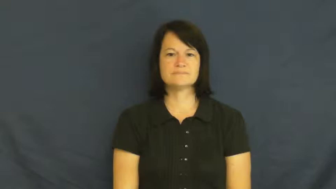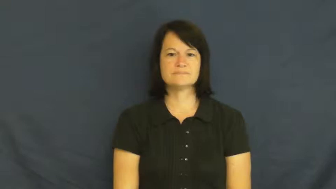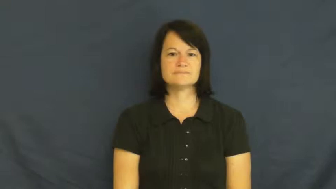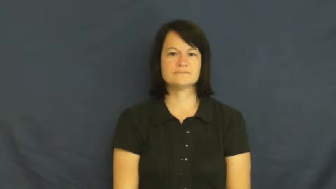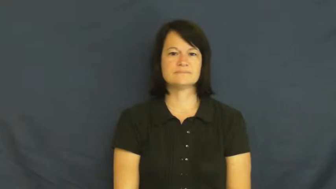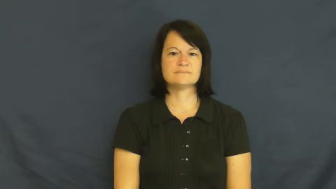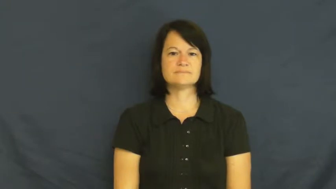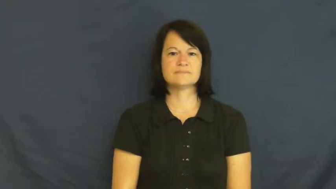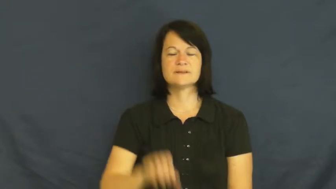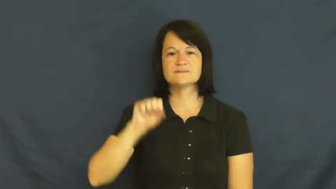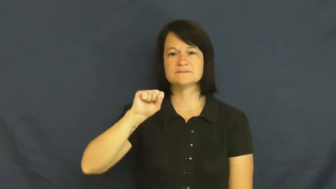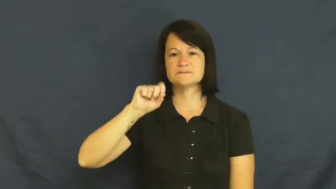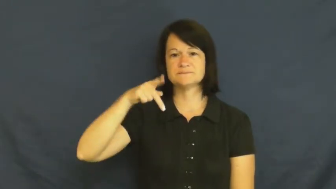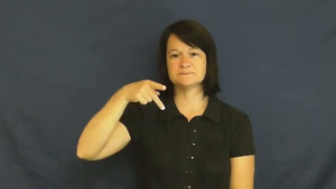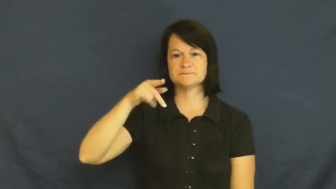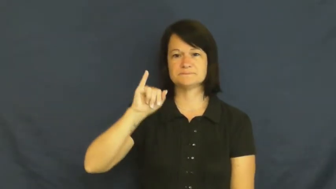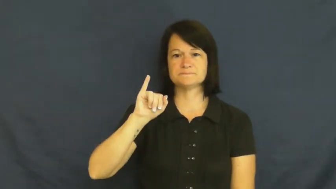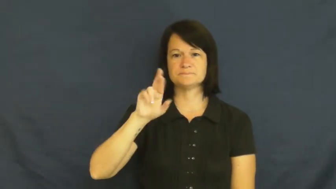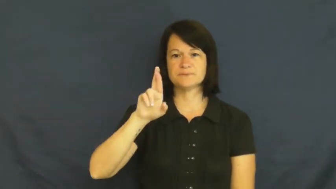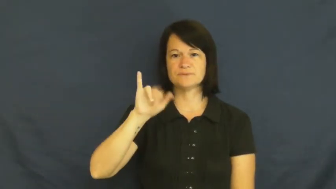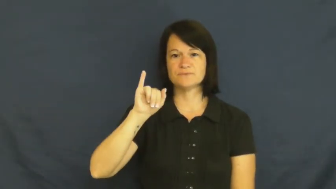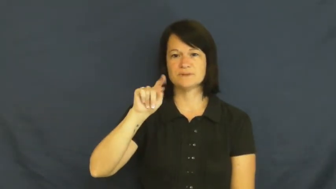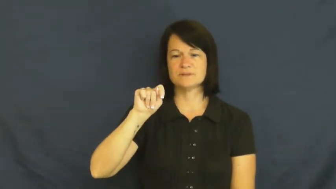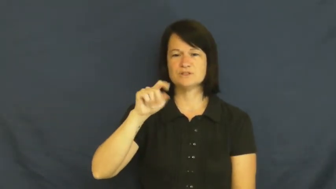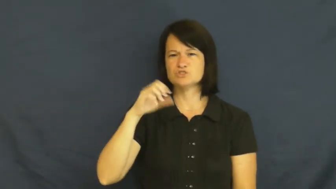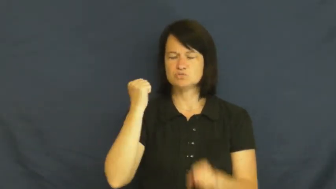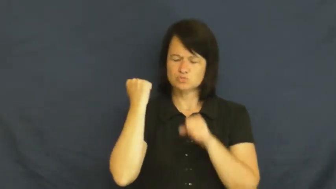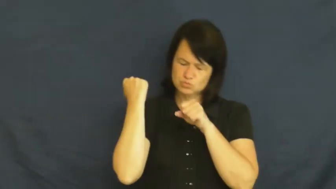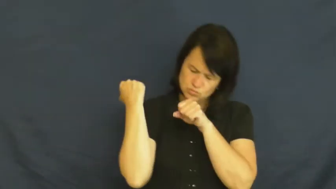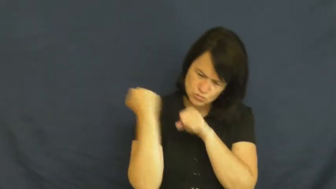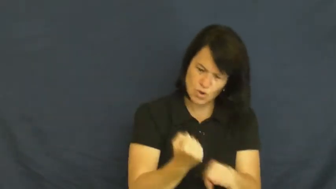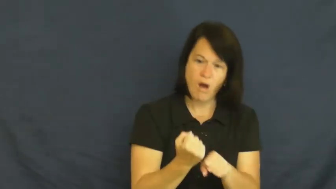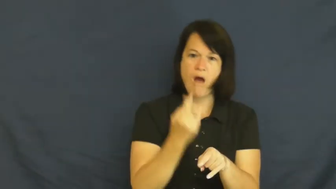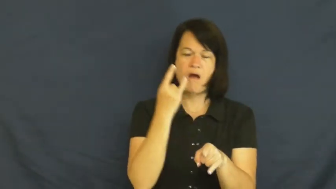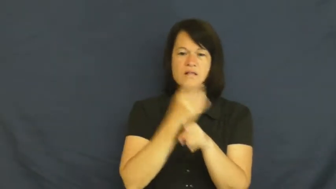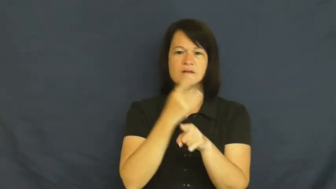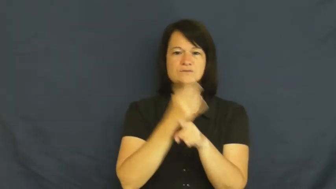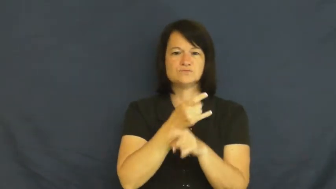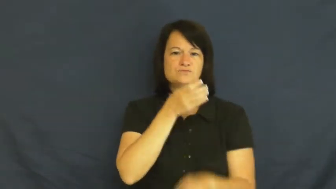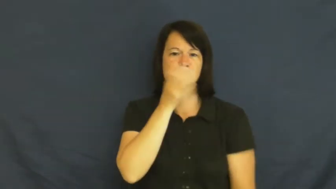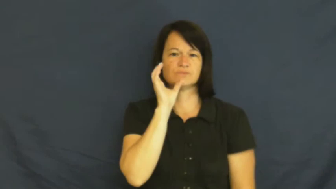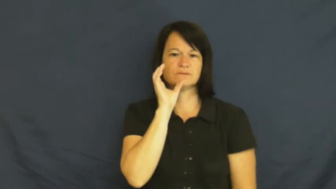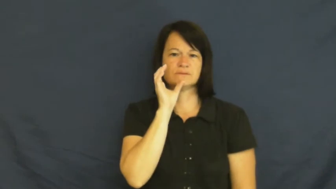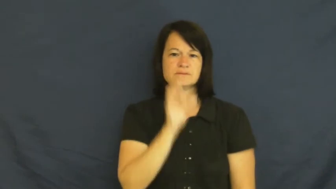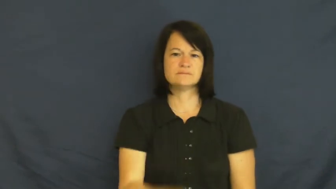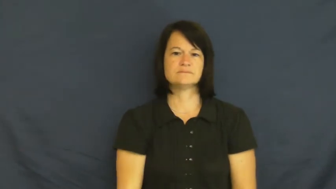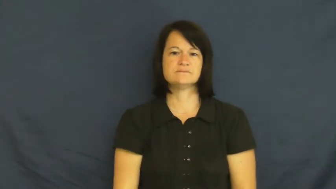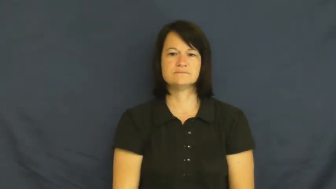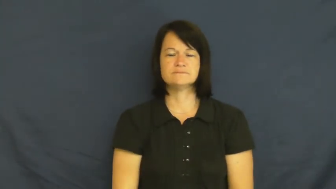spirit-alcohol